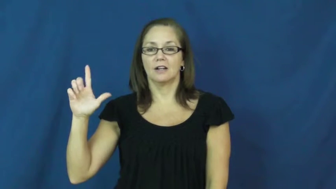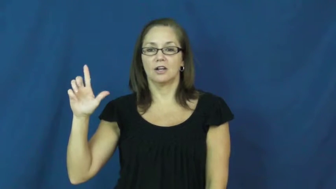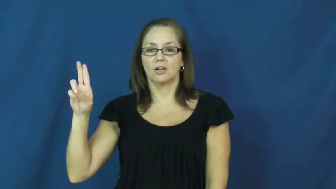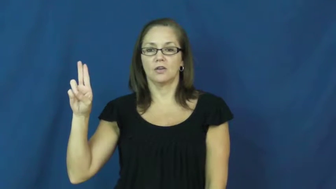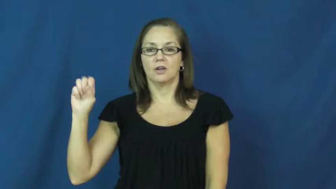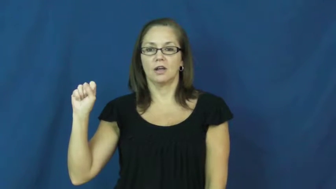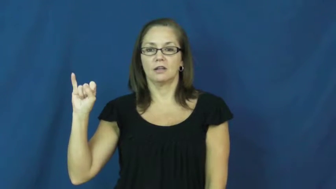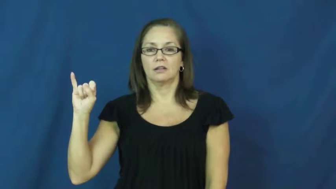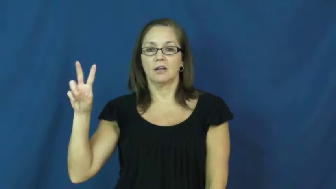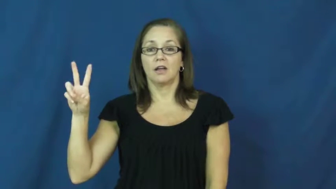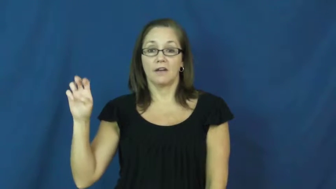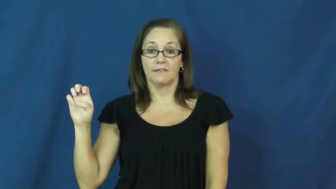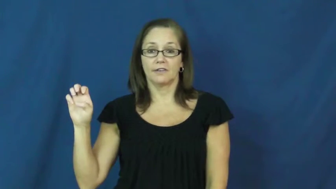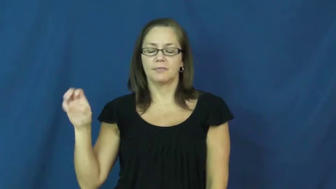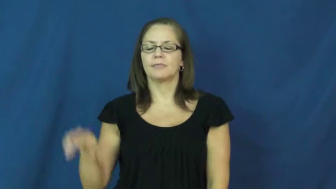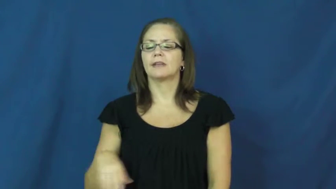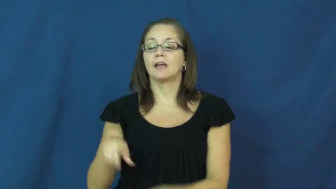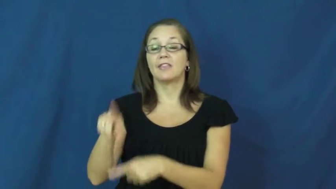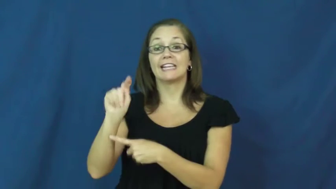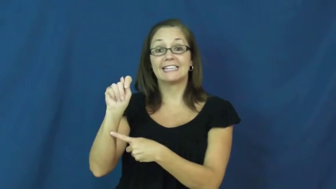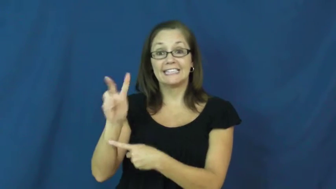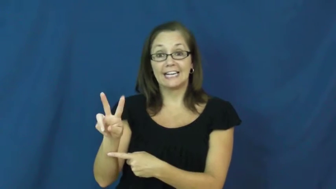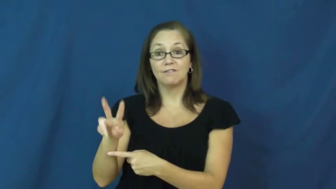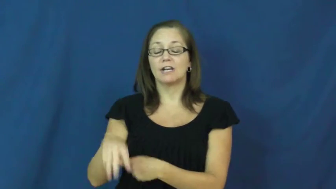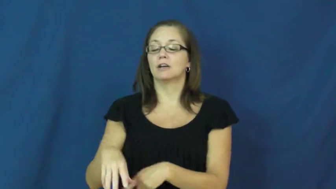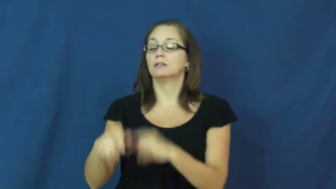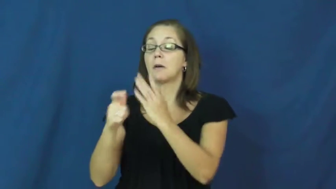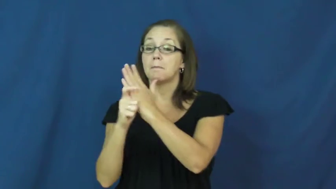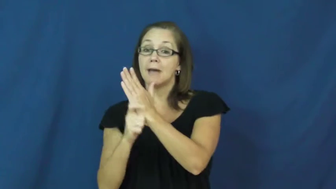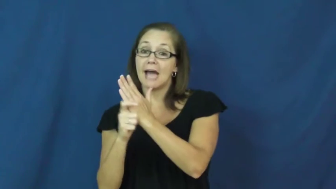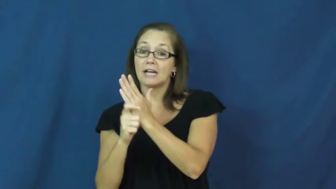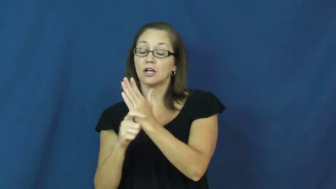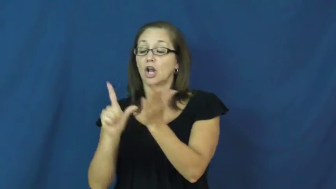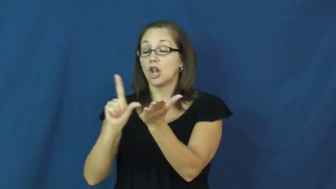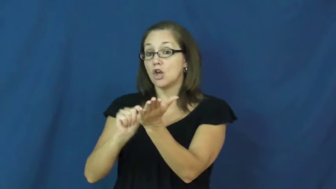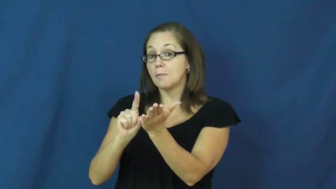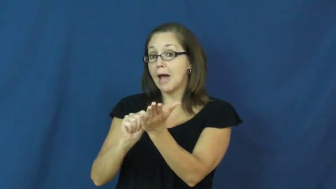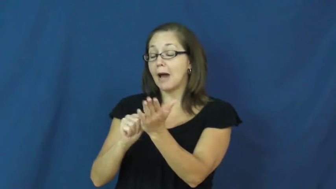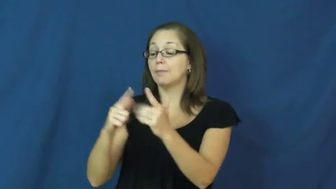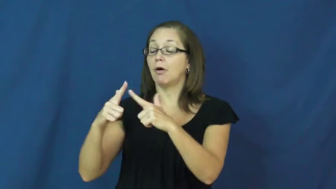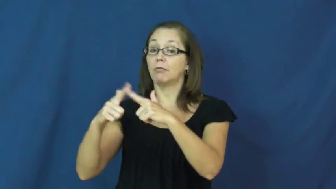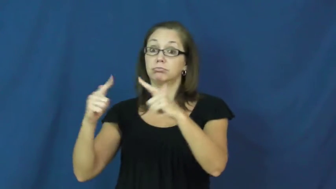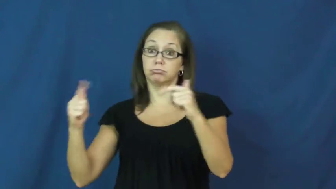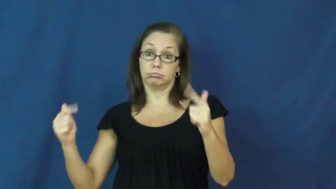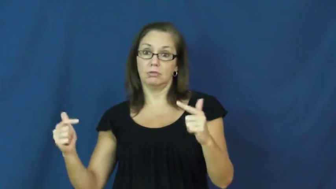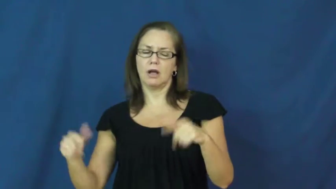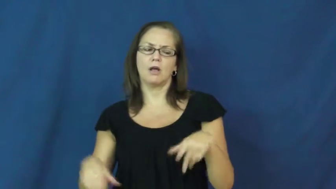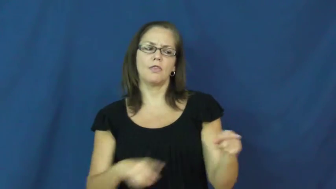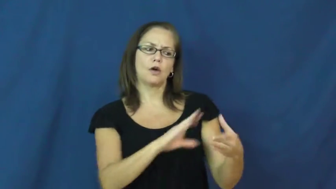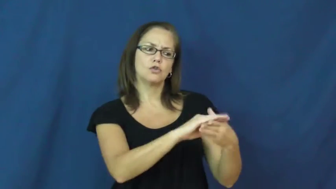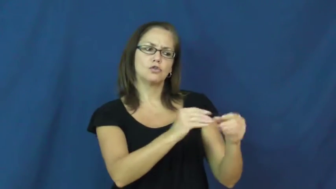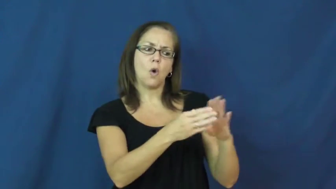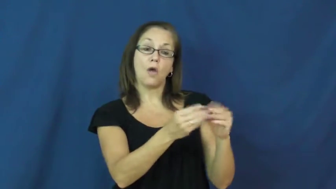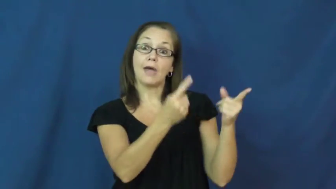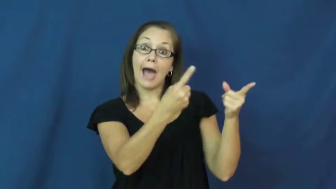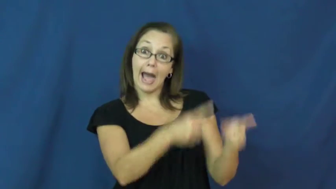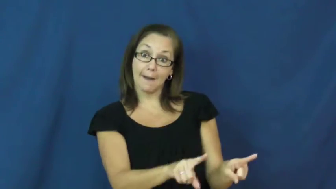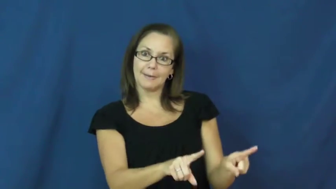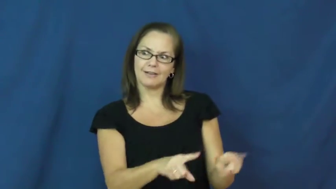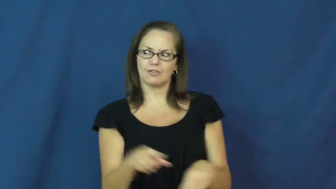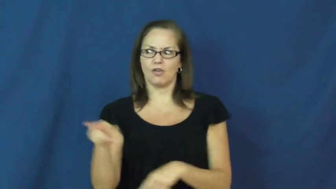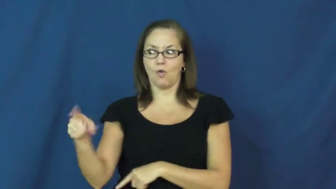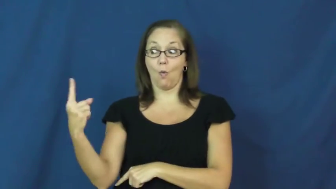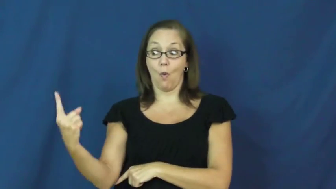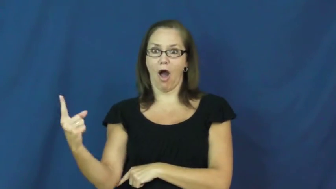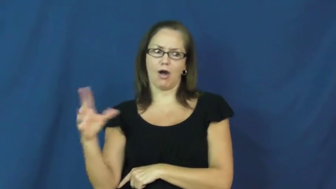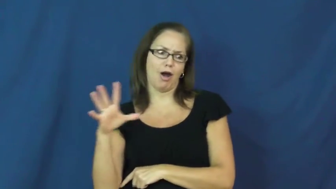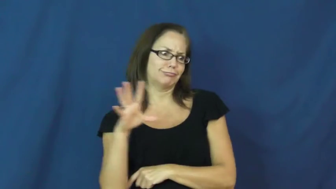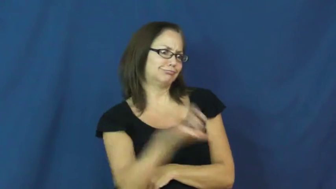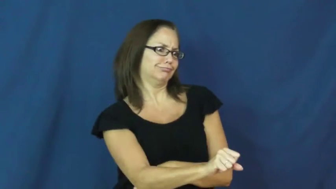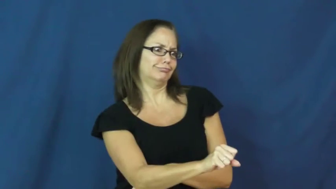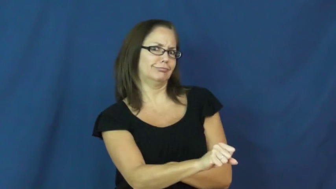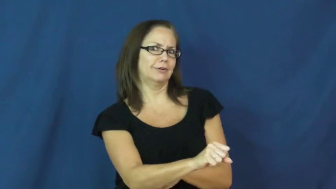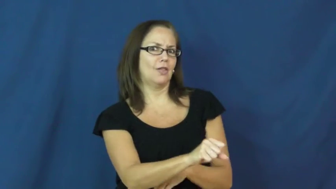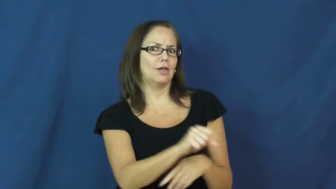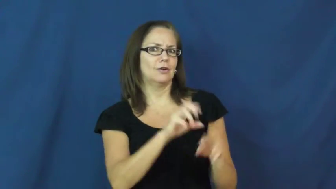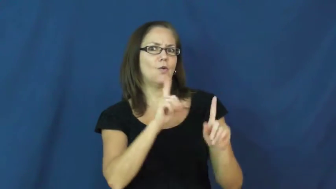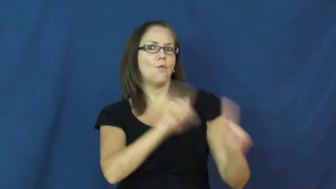exclusive-news